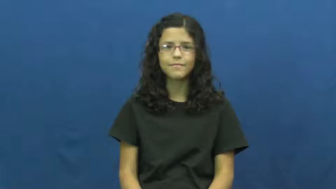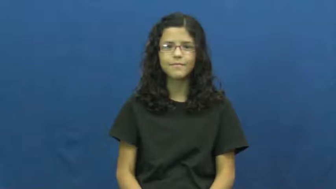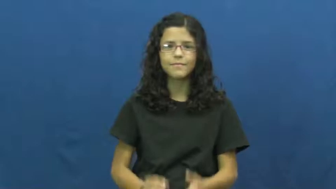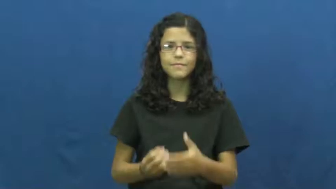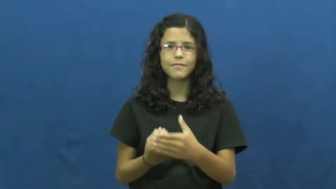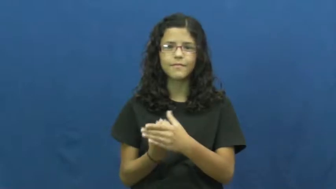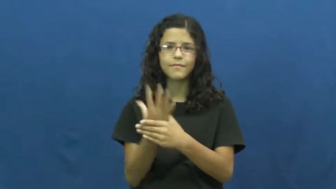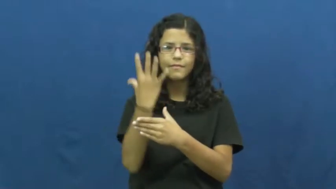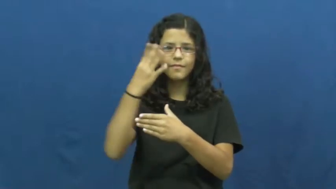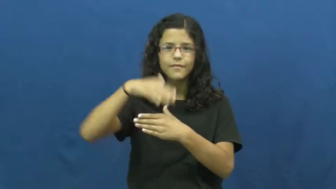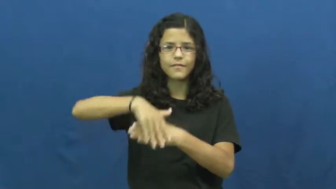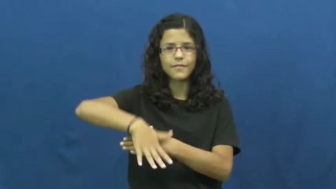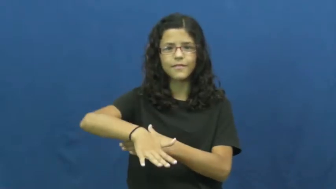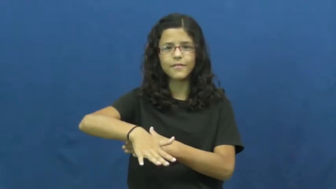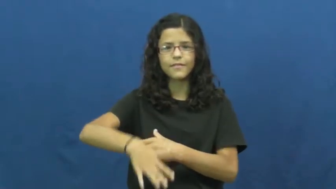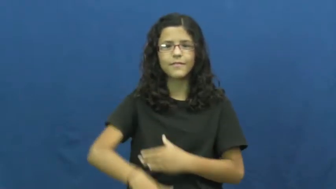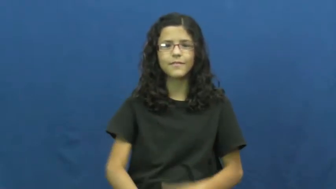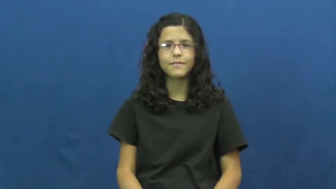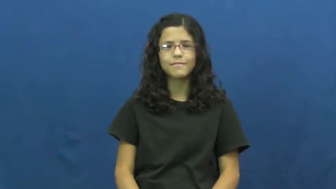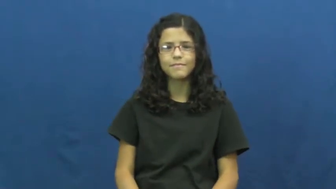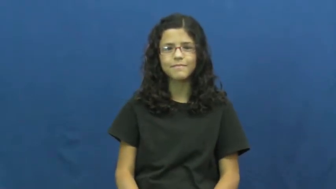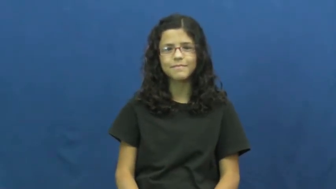volcano,seismic